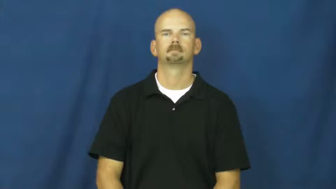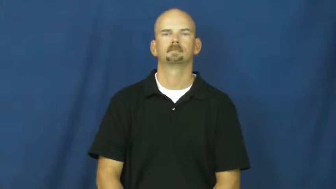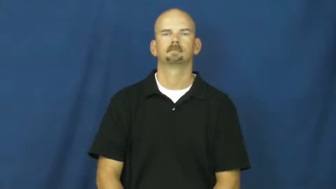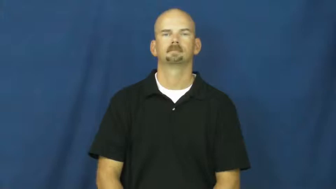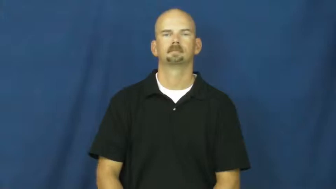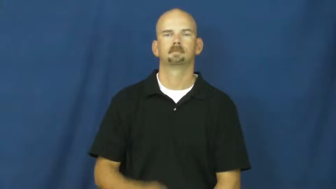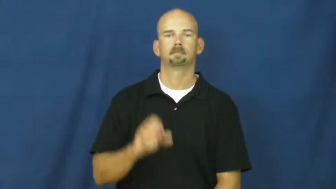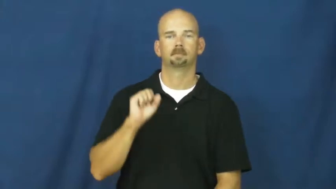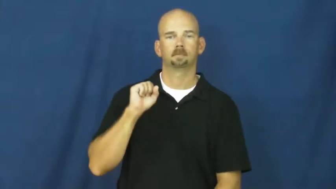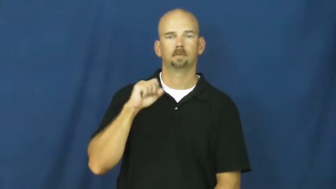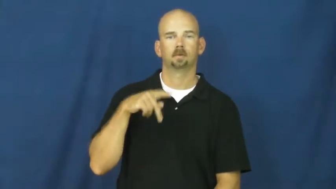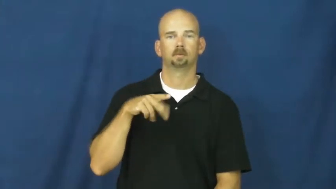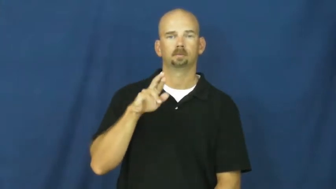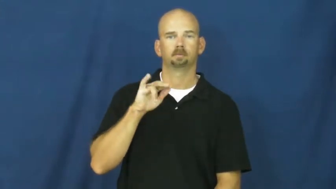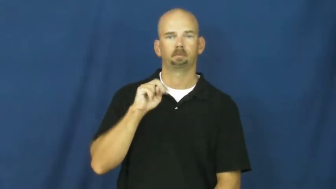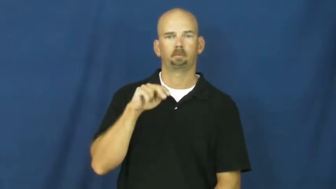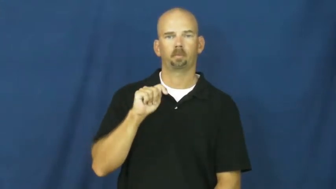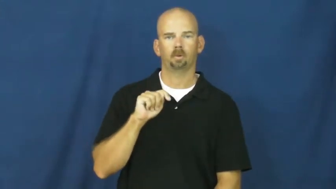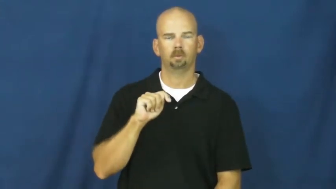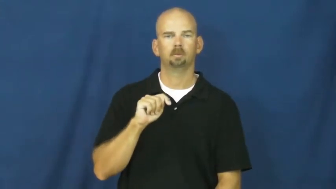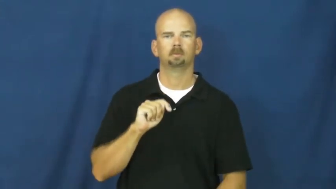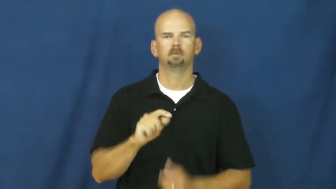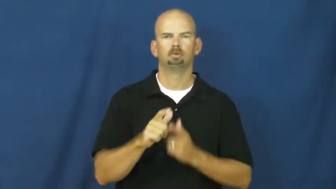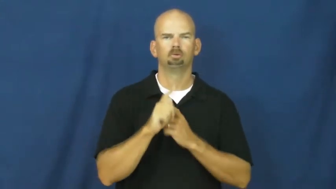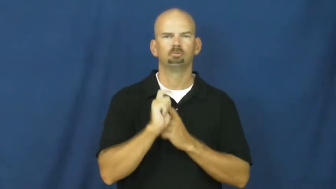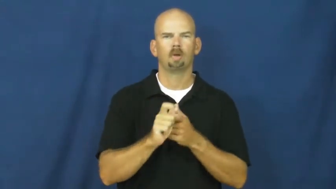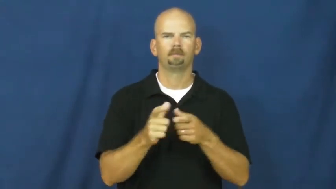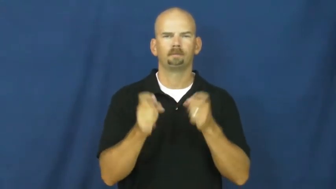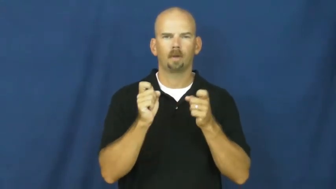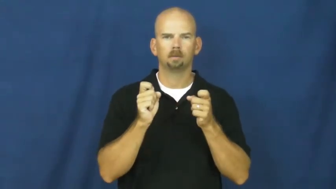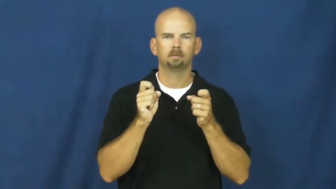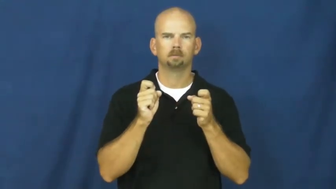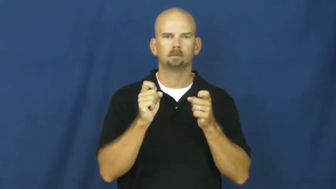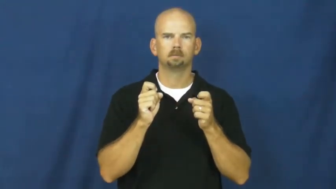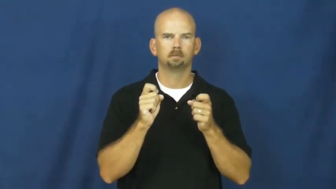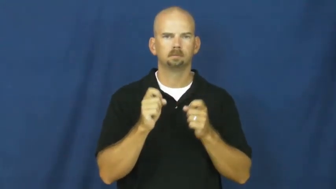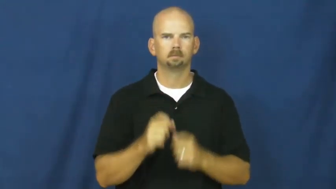sprint